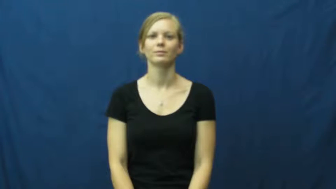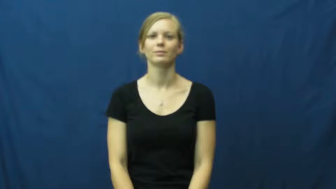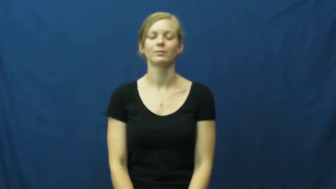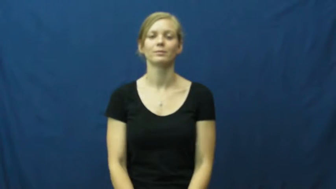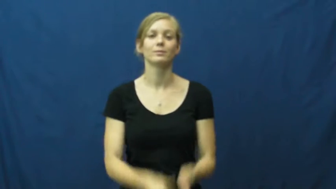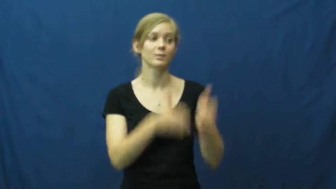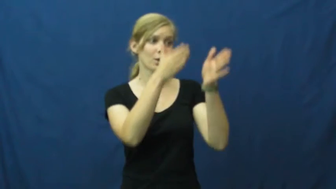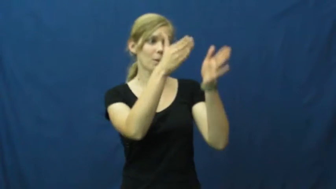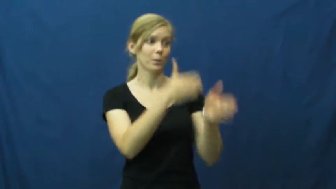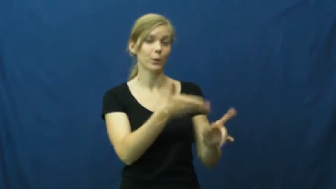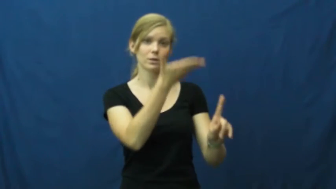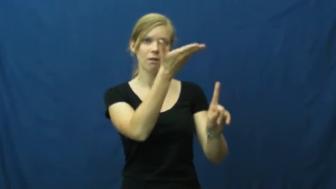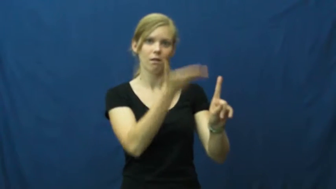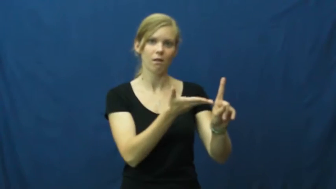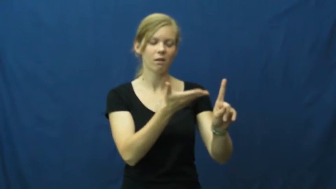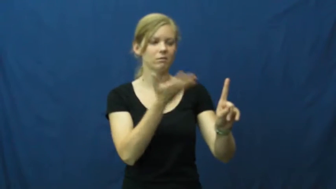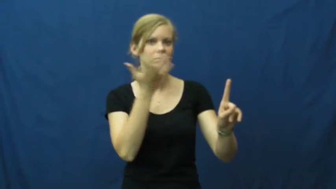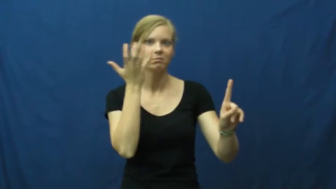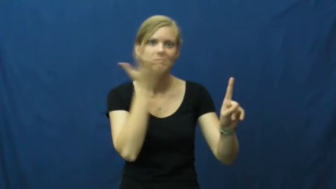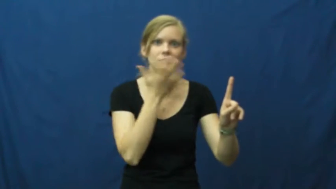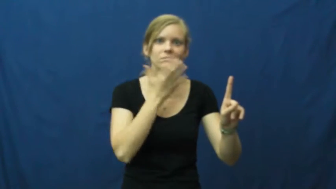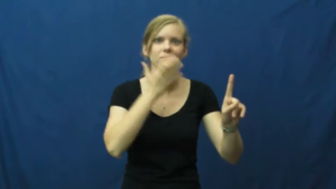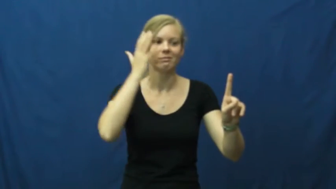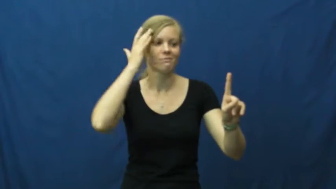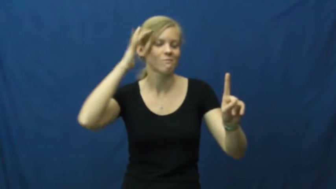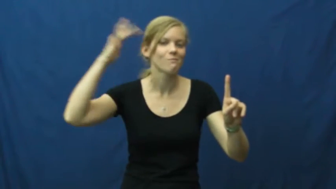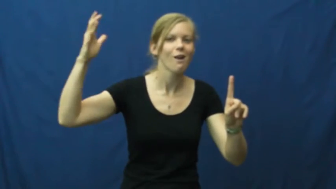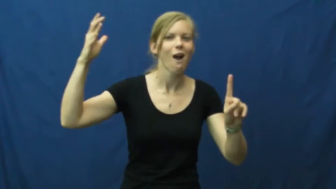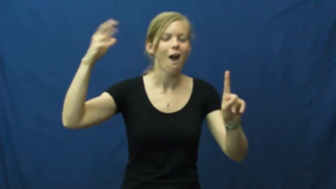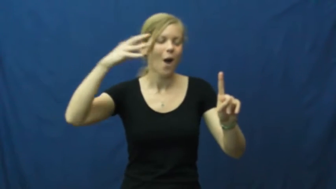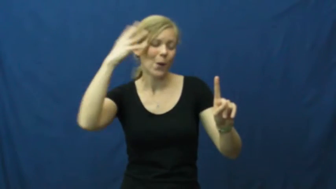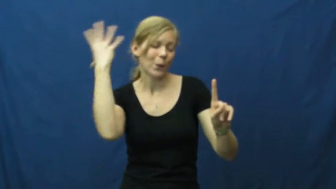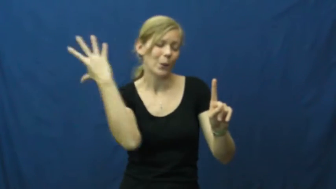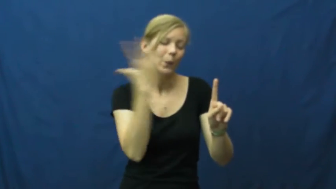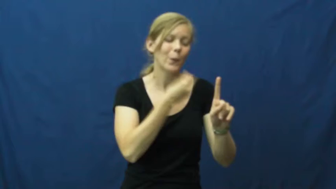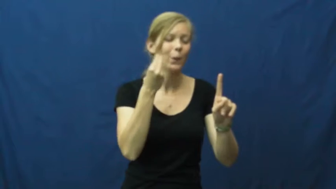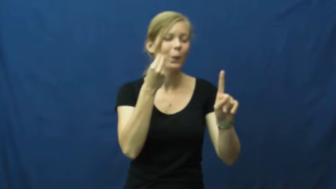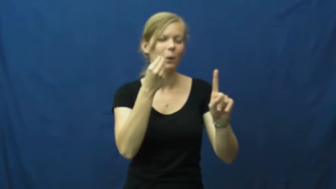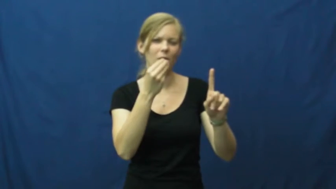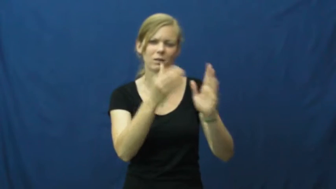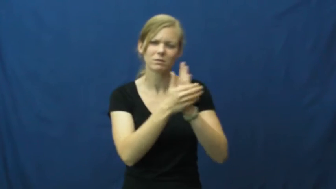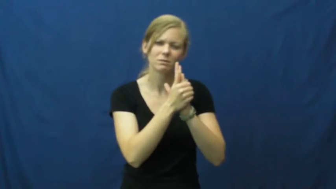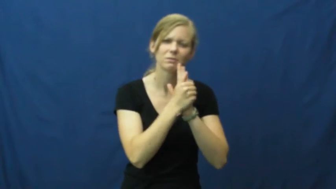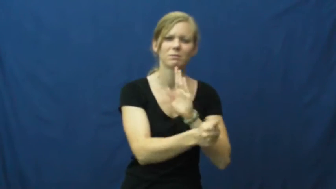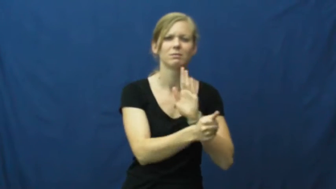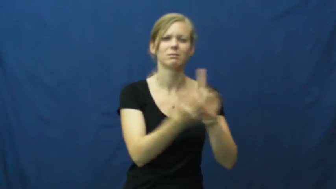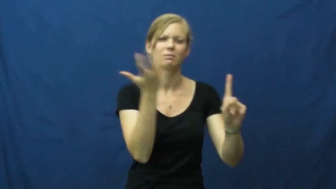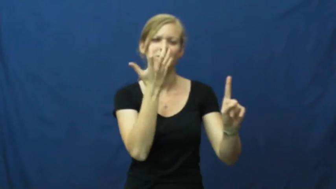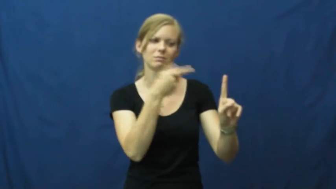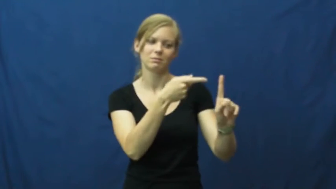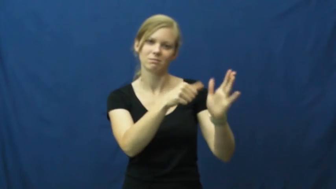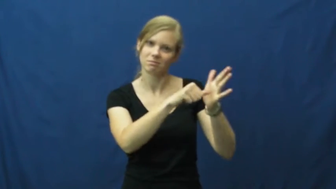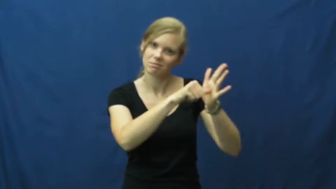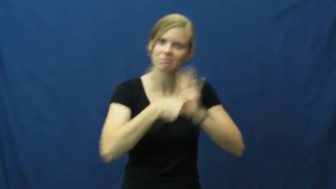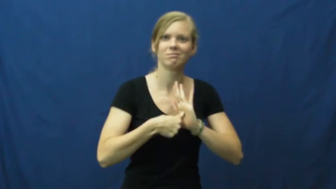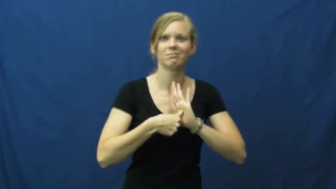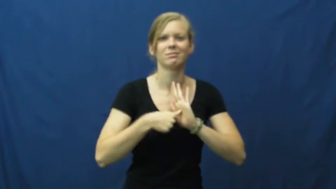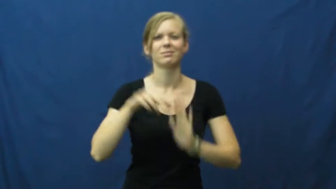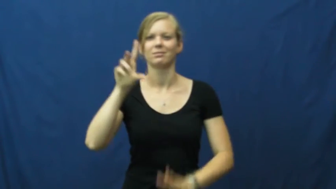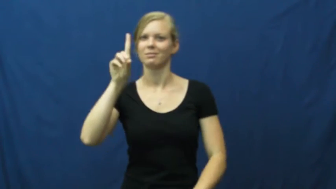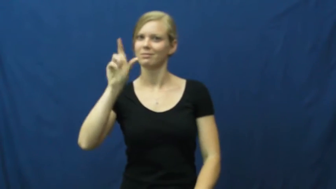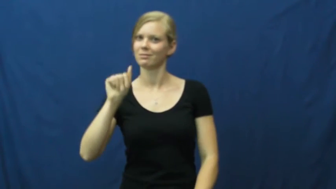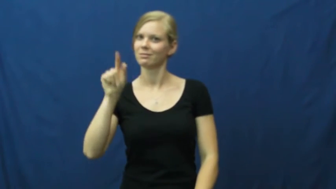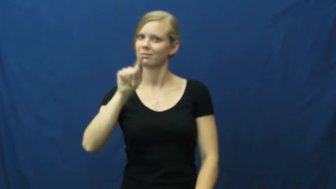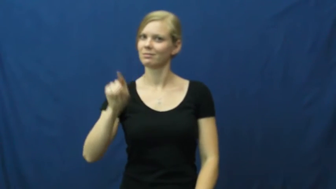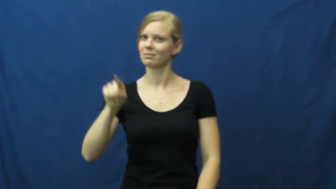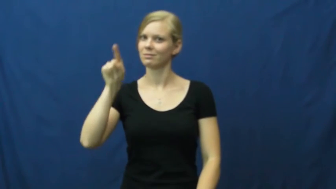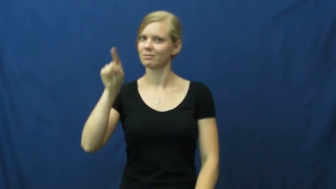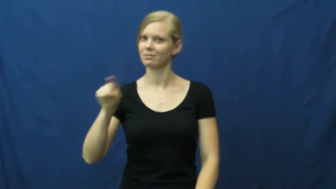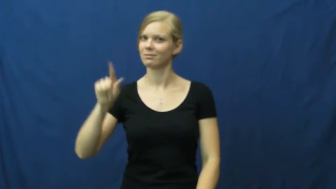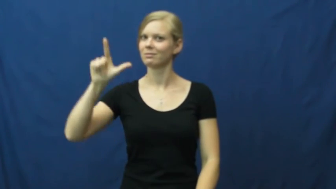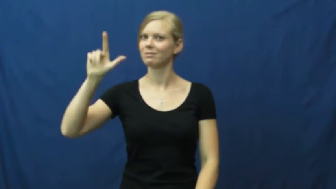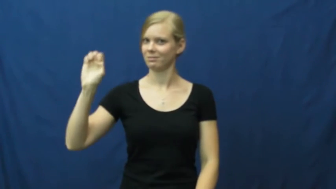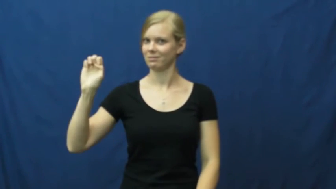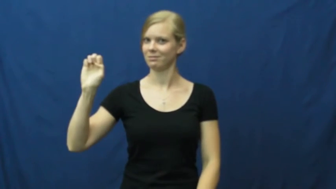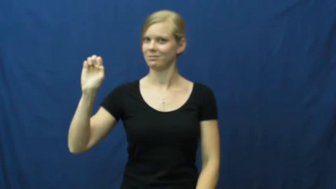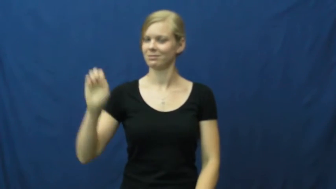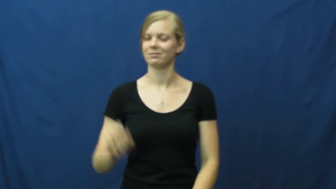dazzle